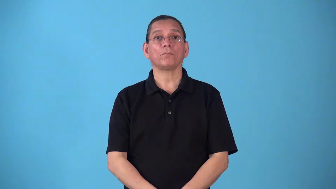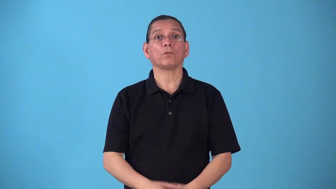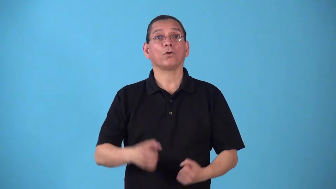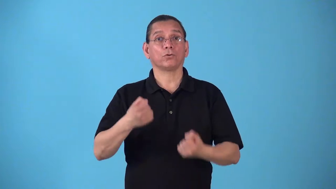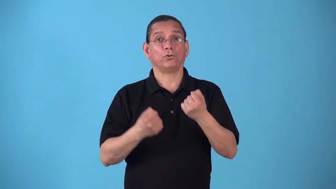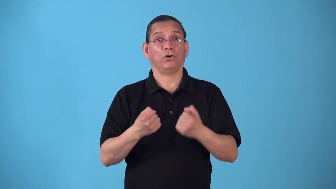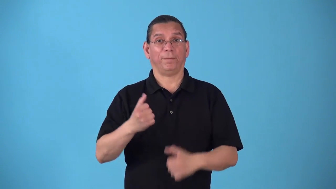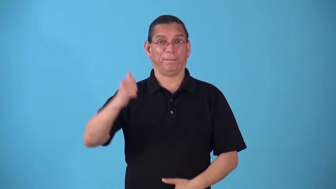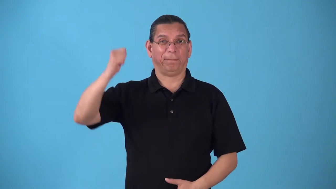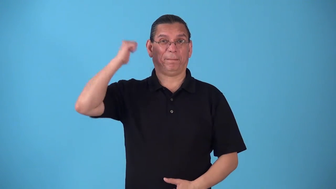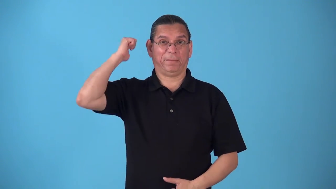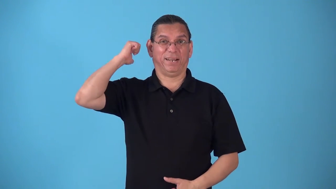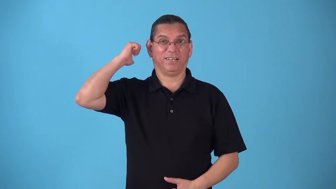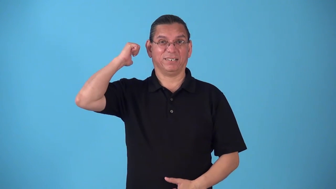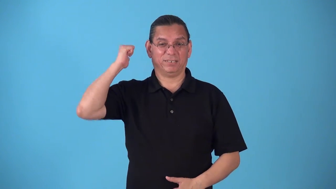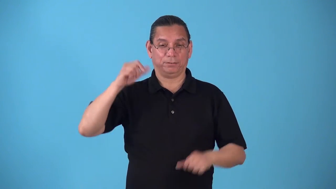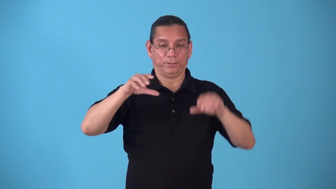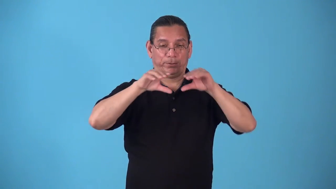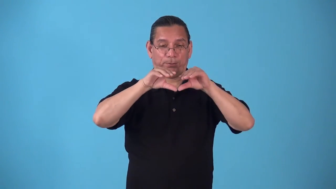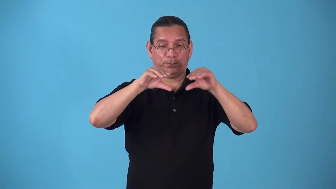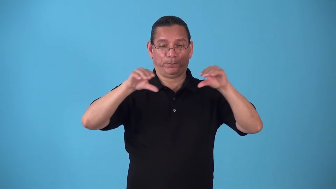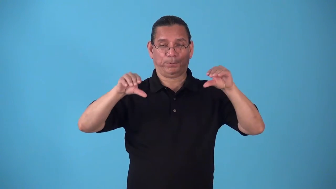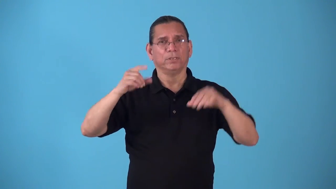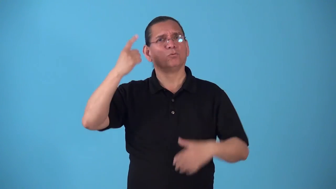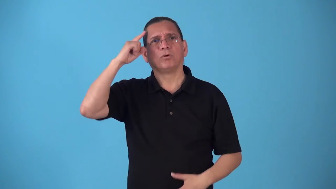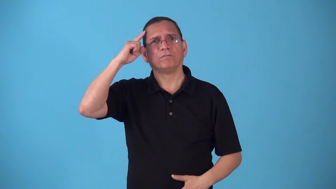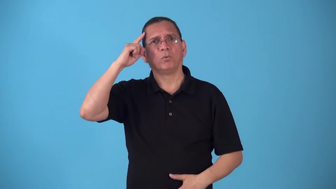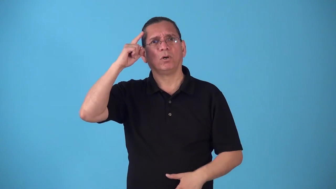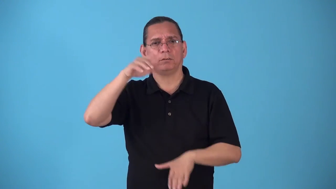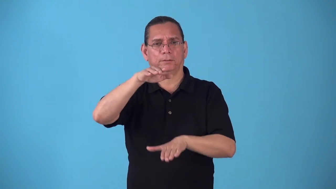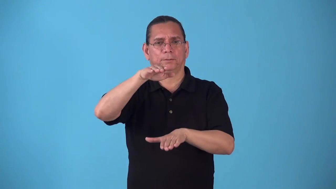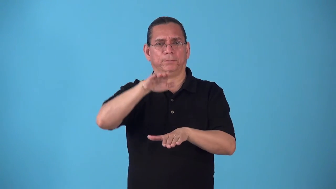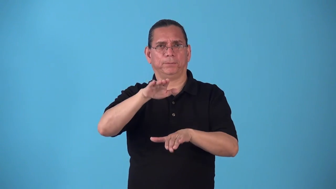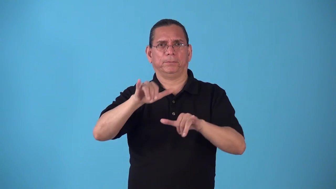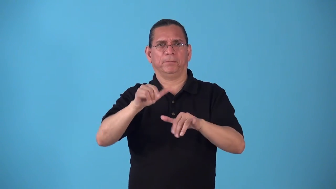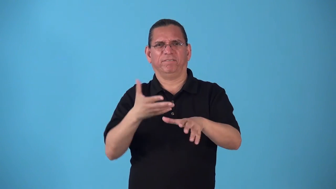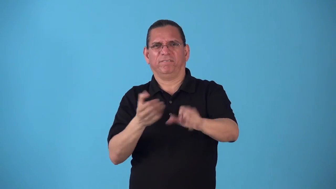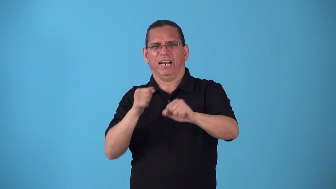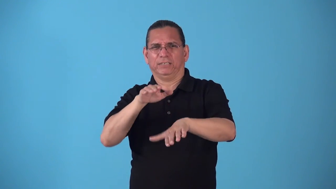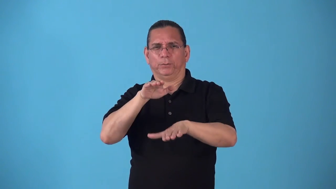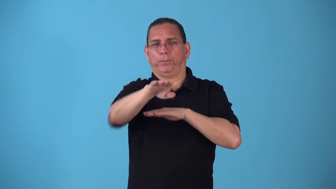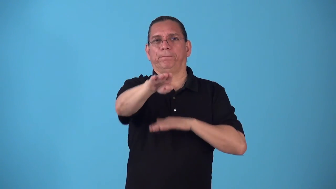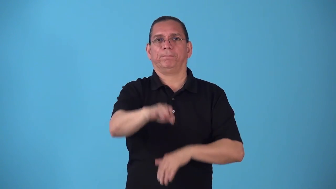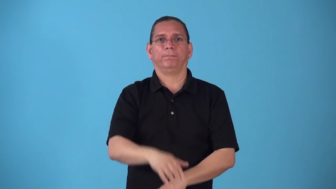spoiler-car